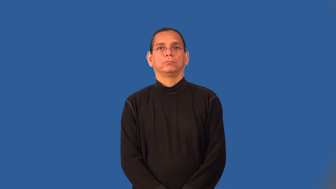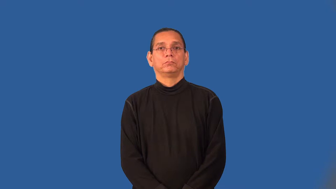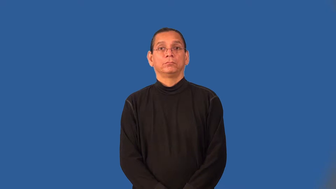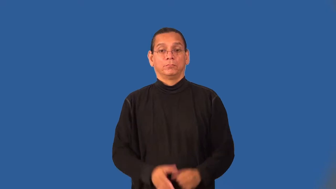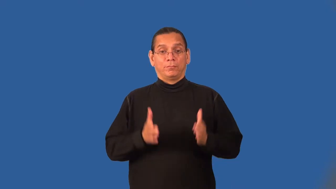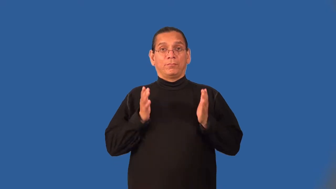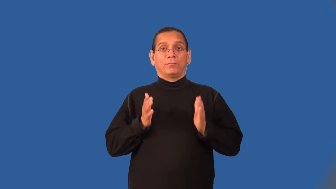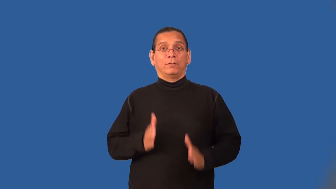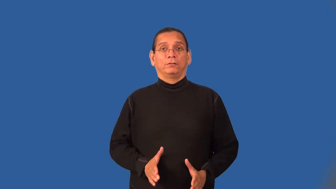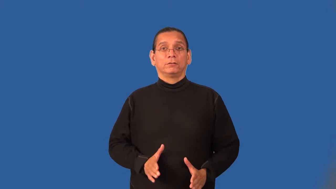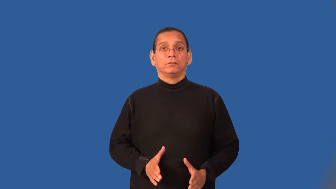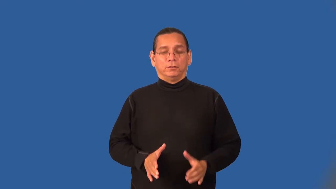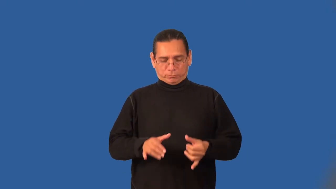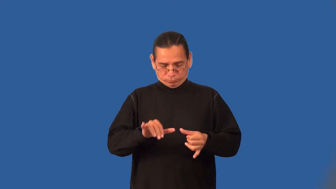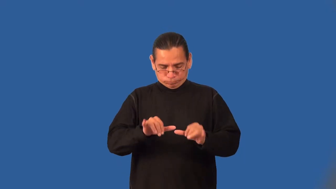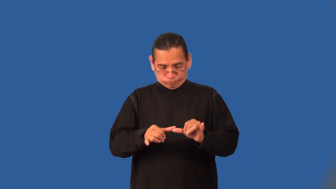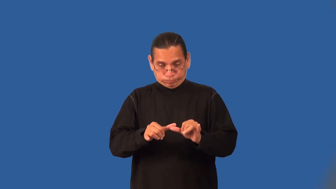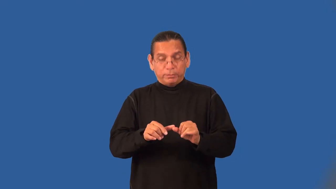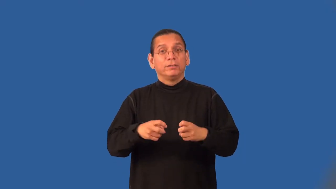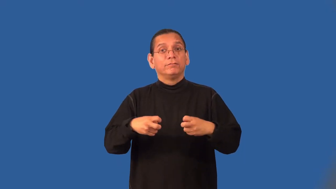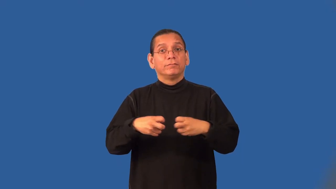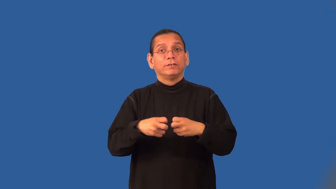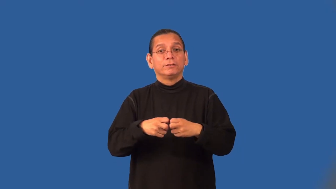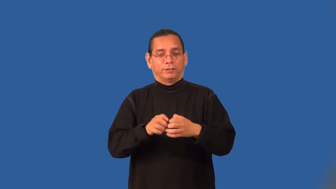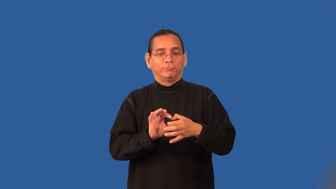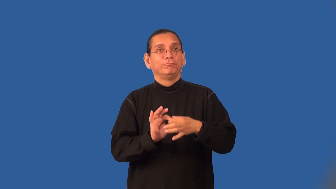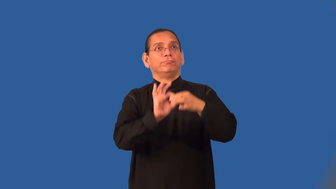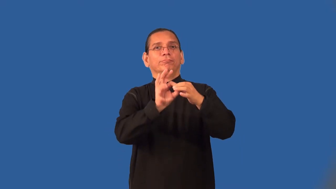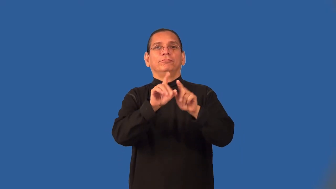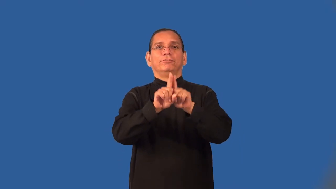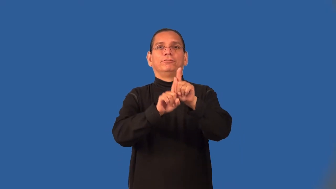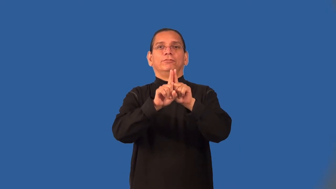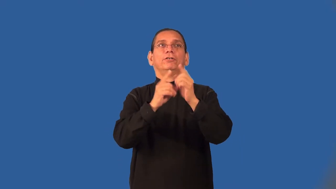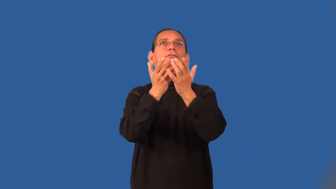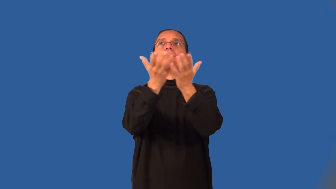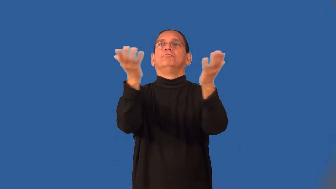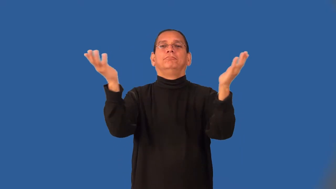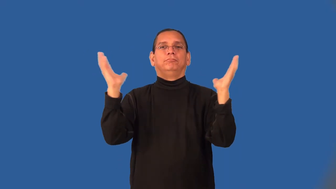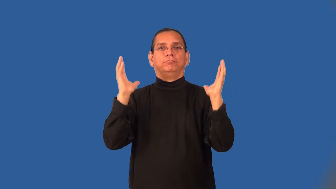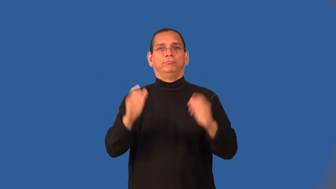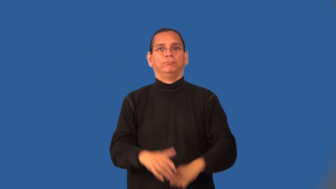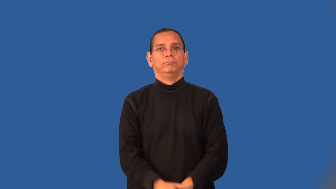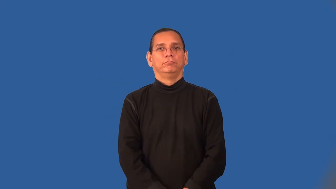astrophysicist